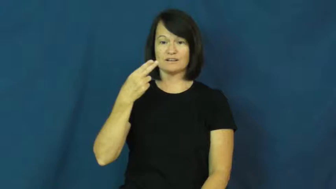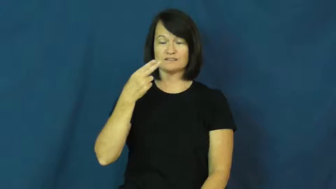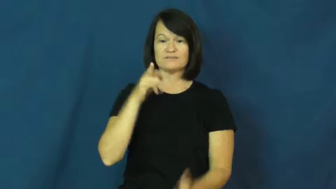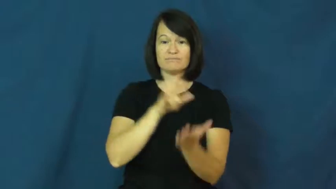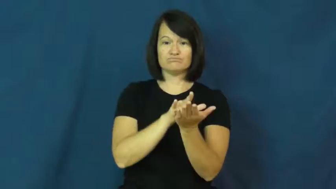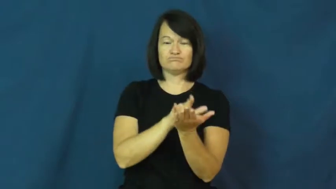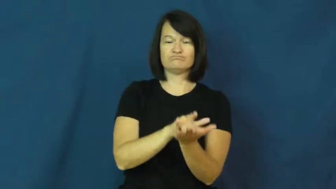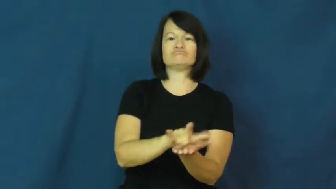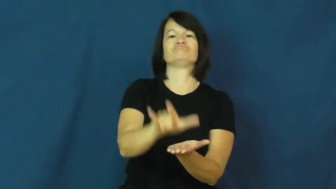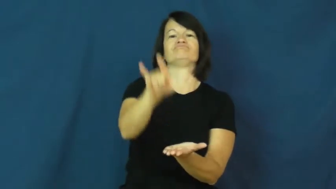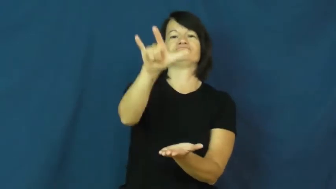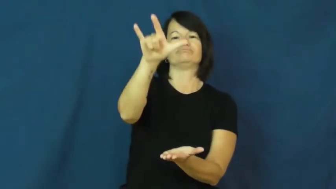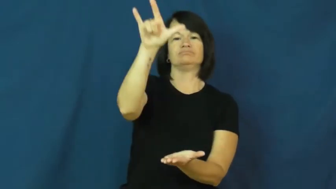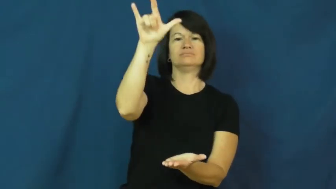takeoff-airplane